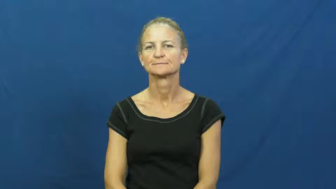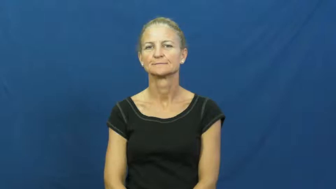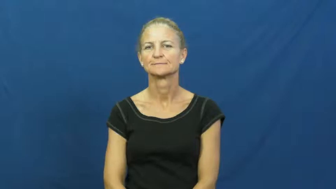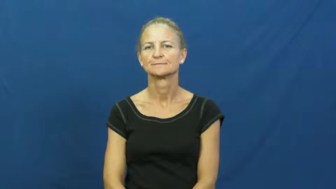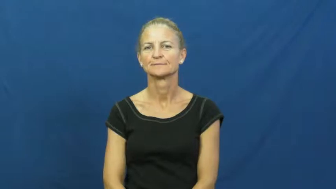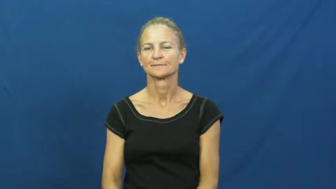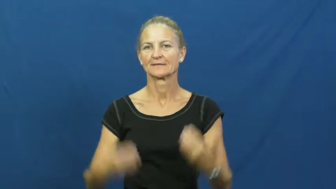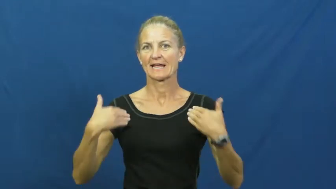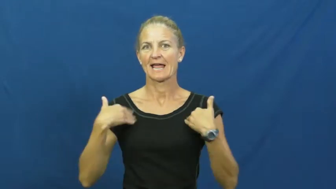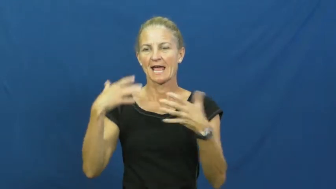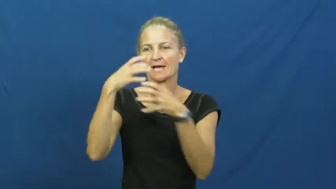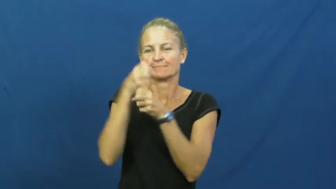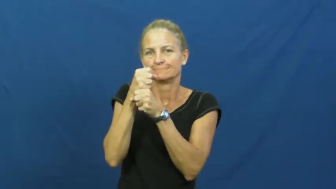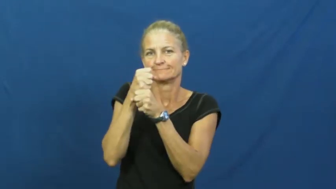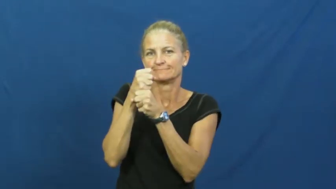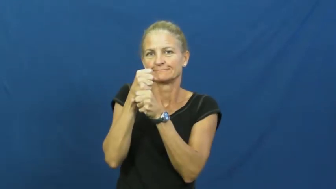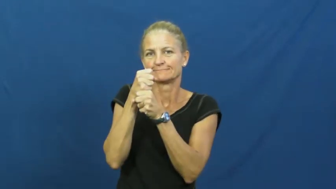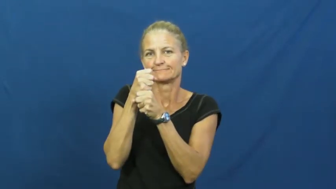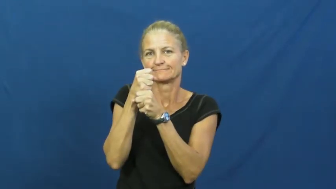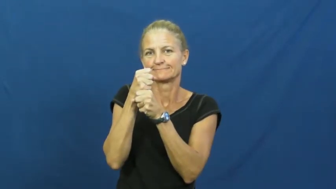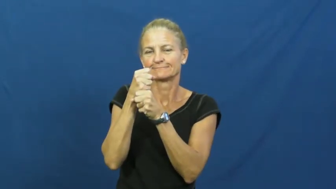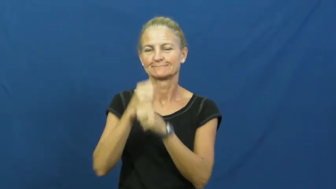custody